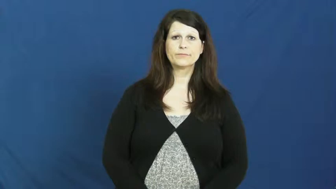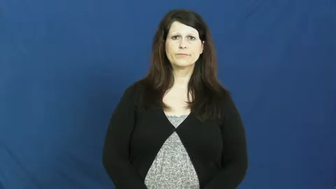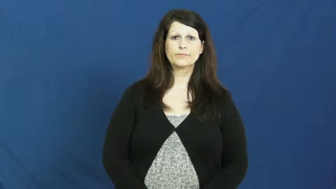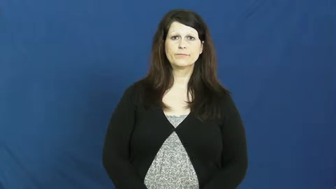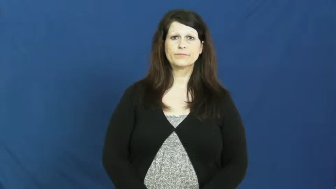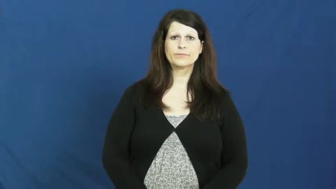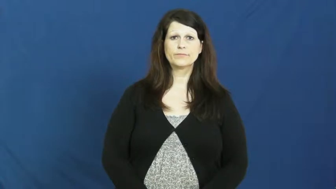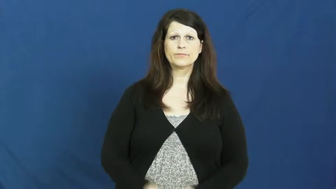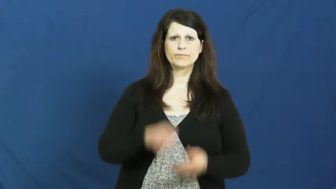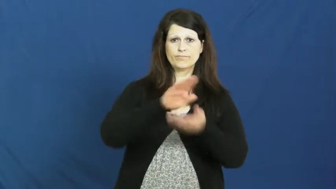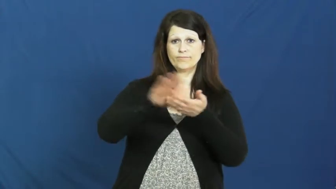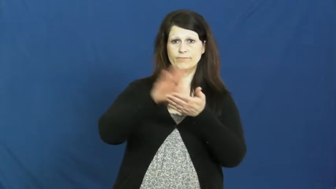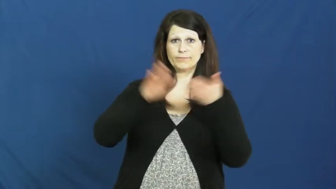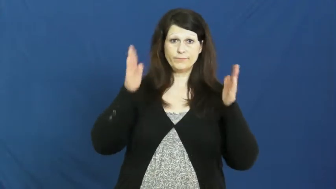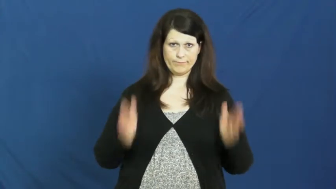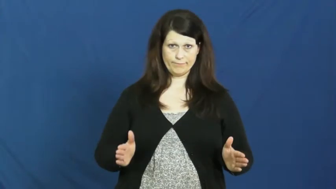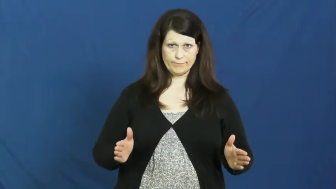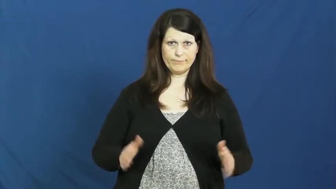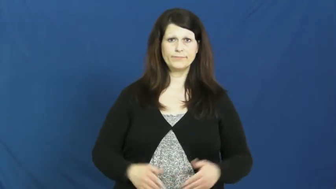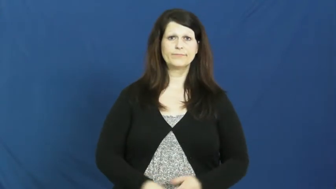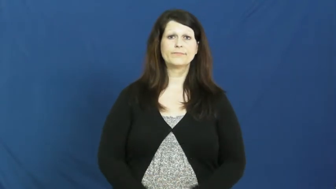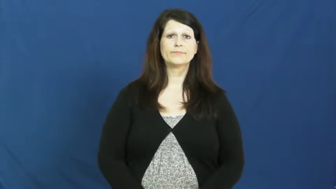janitor,custodian